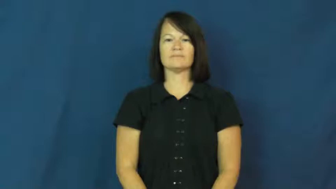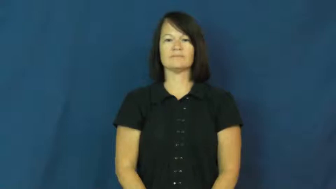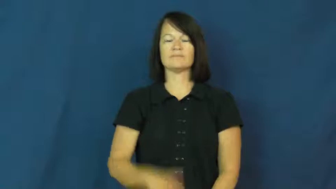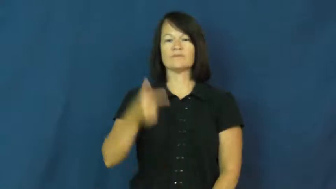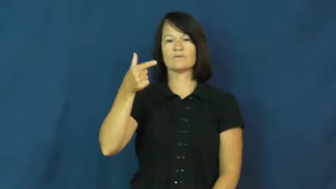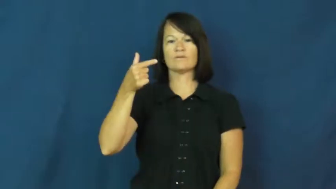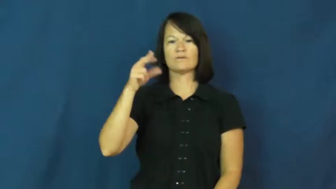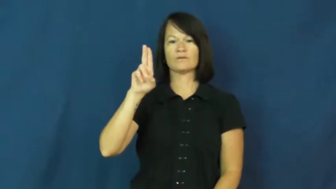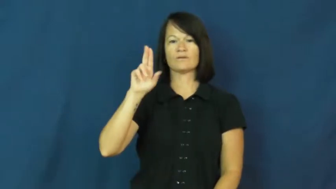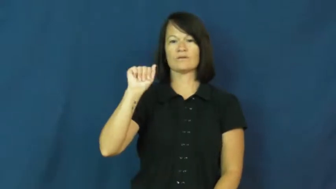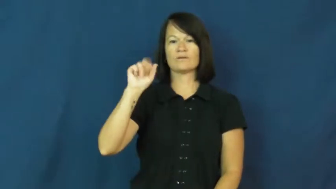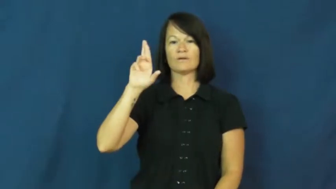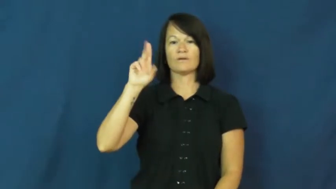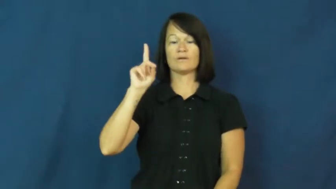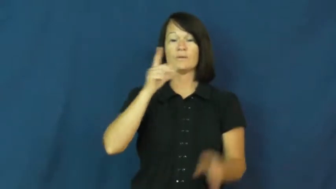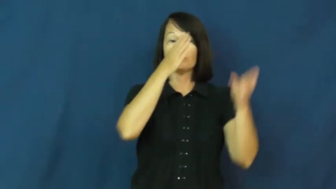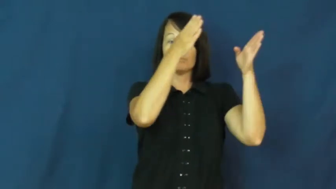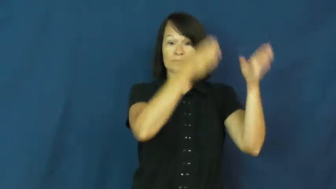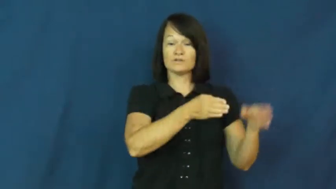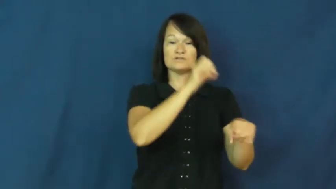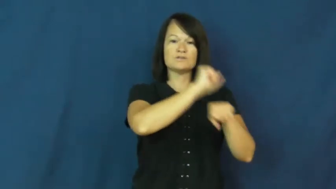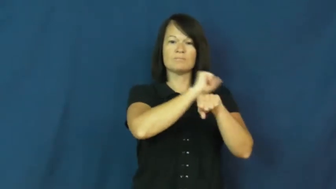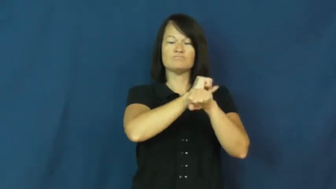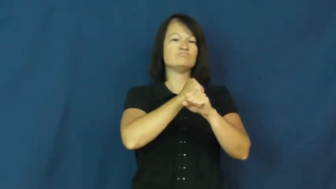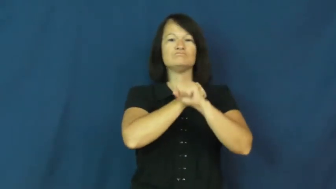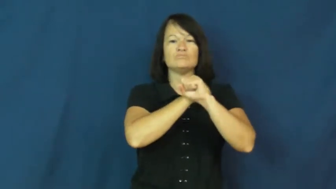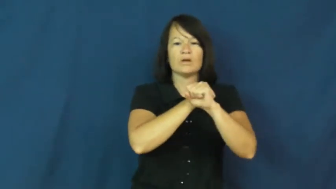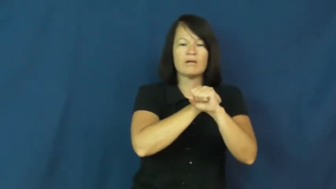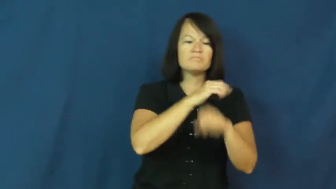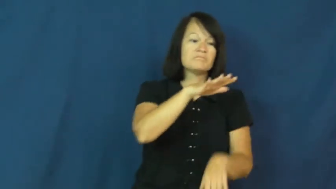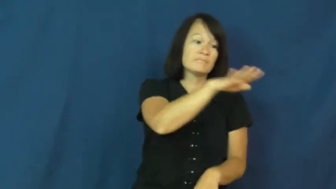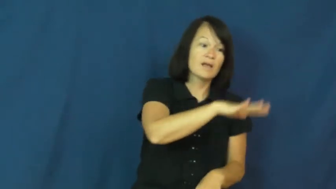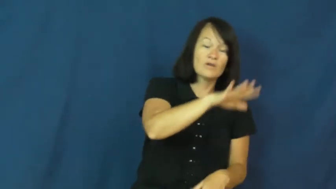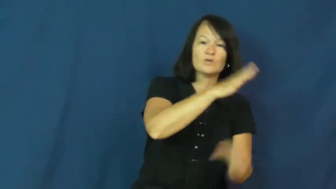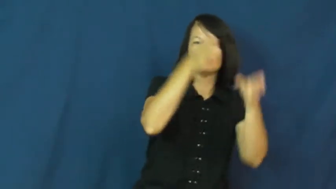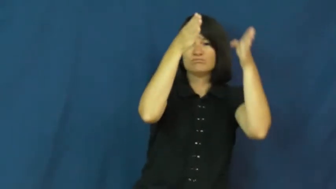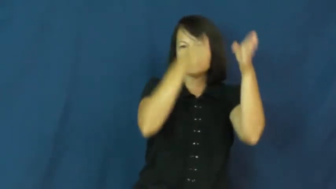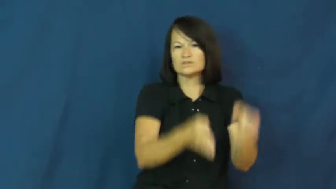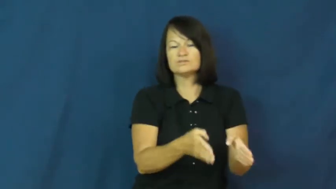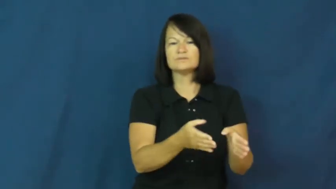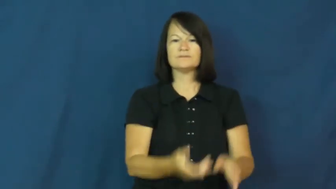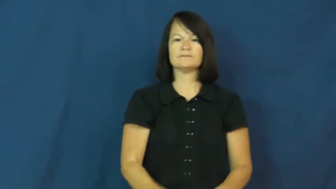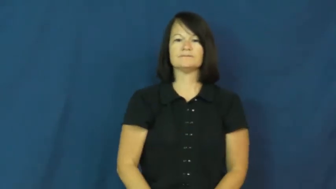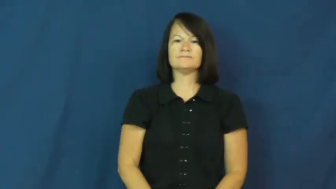guard,warder,guardian-person